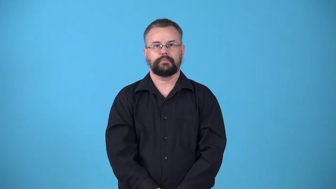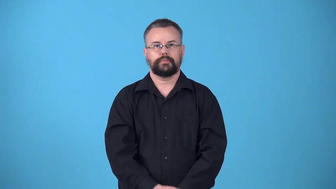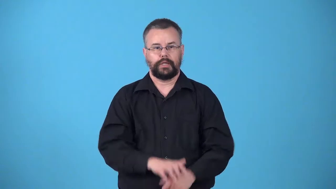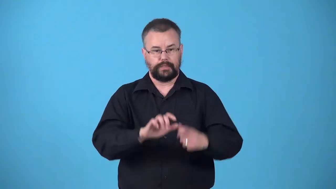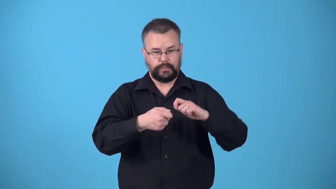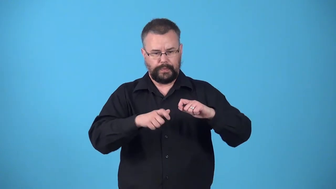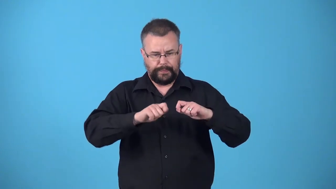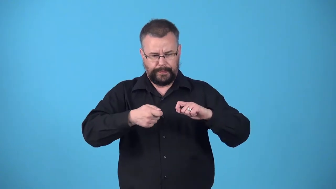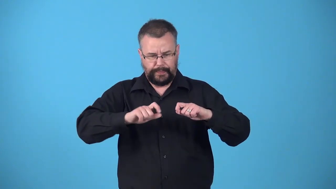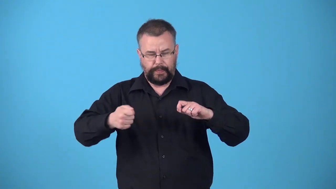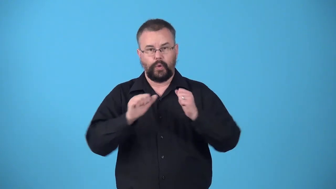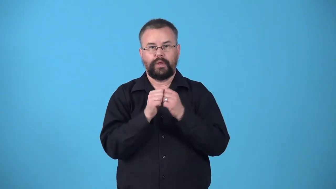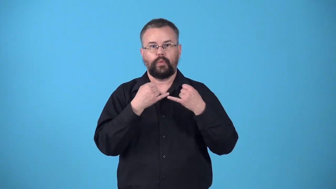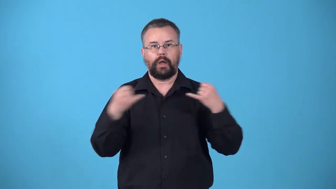wire-wrap with wire to hold together